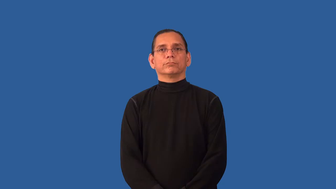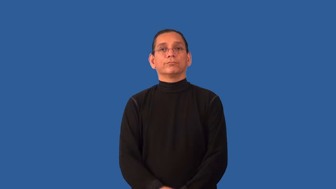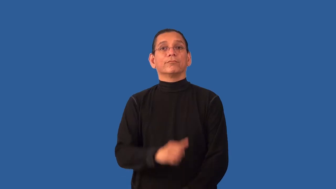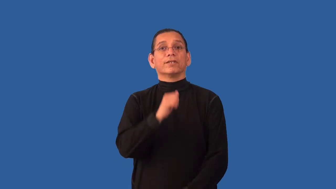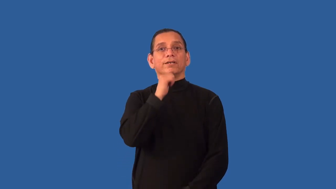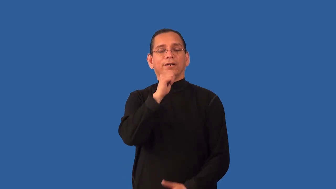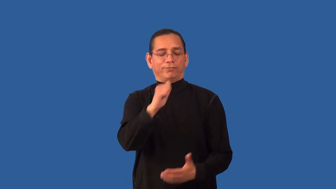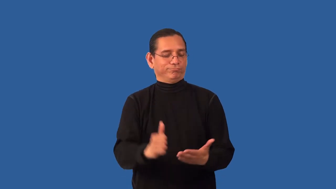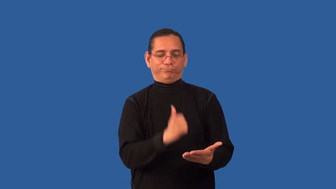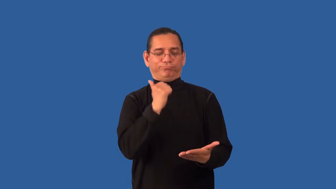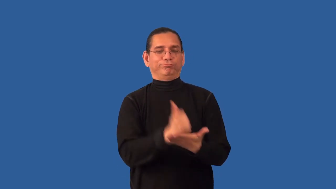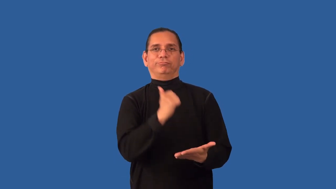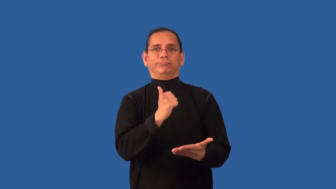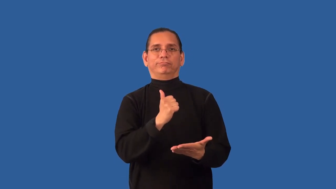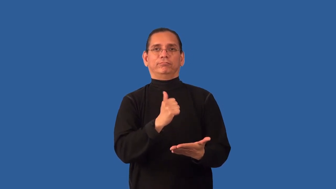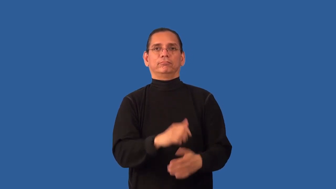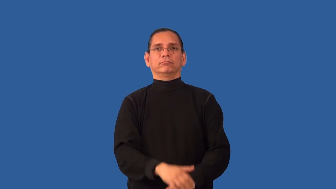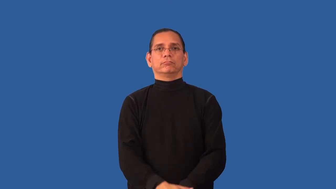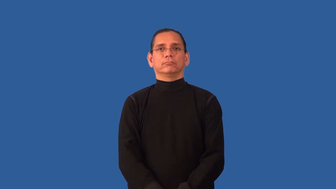unaccredited